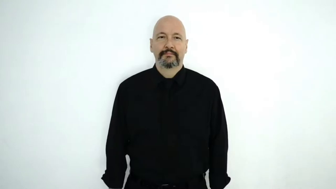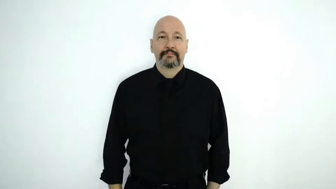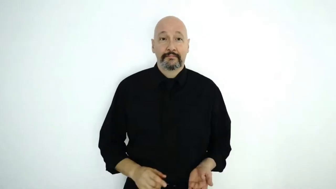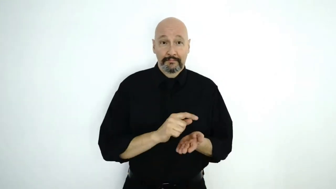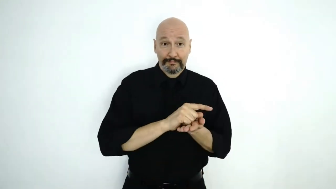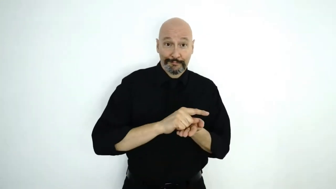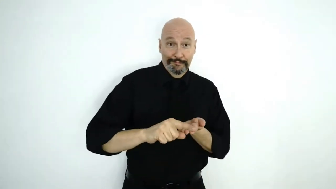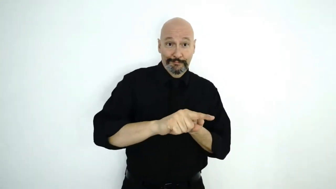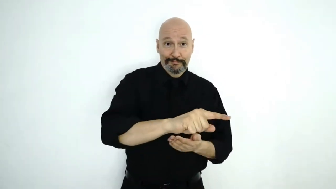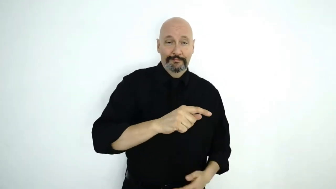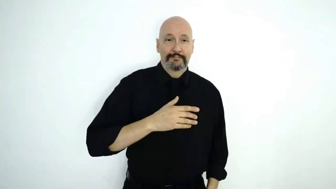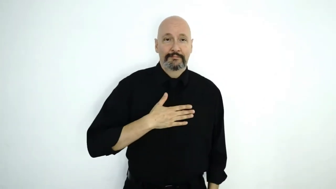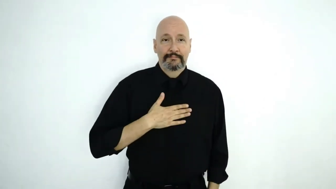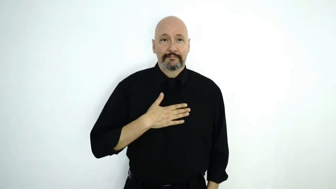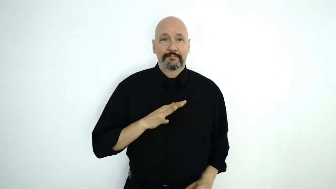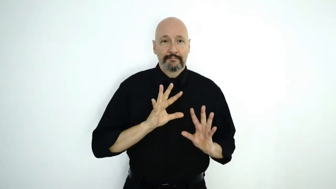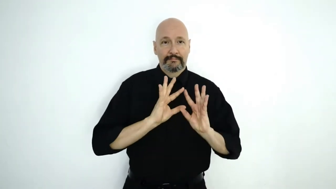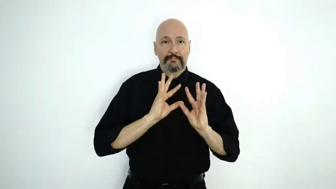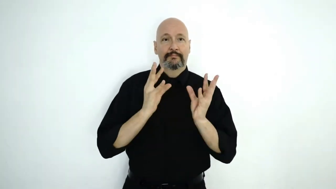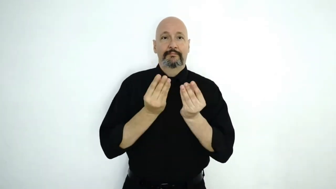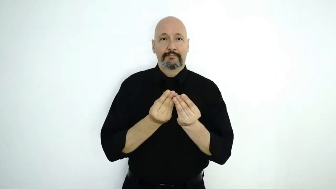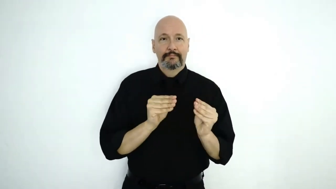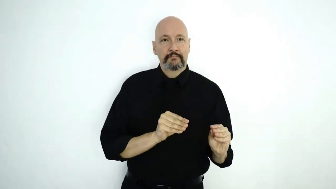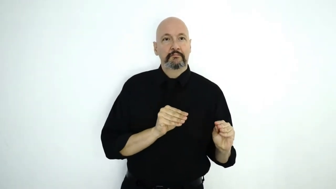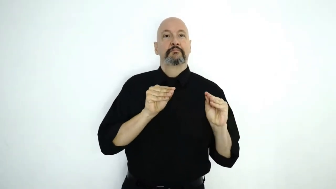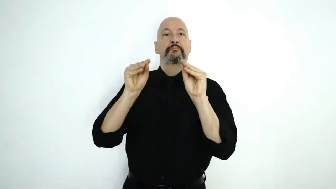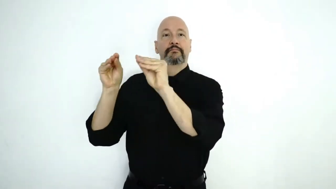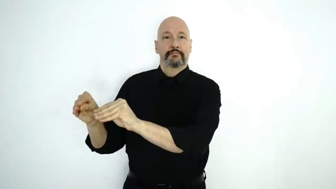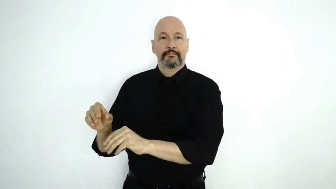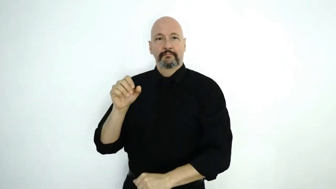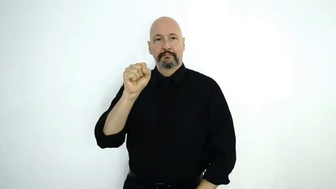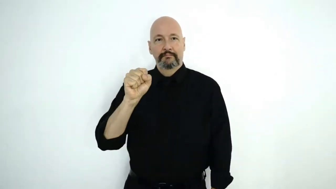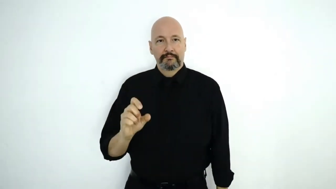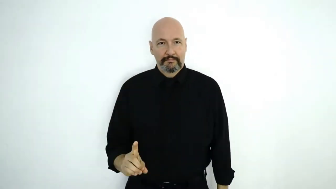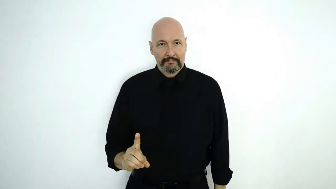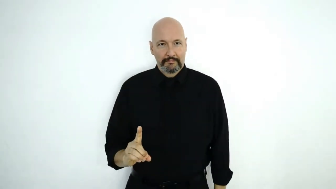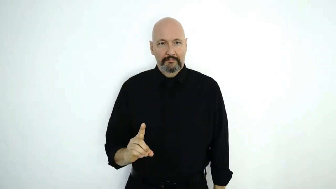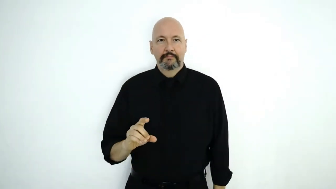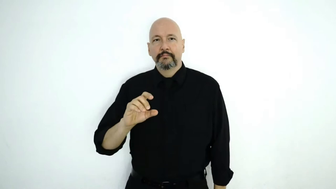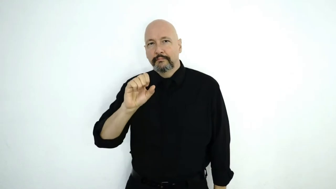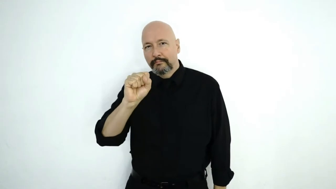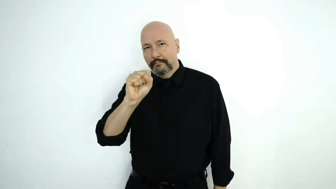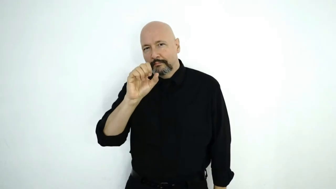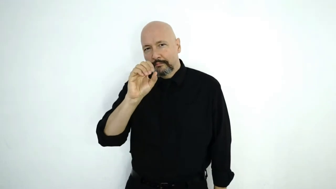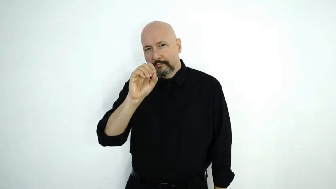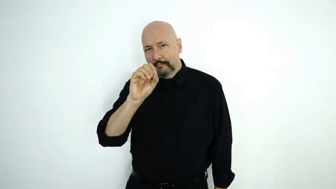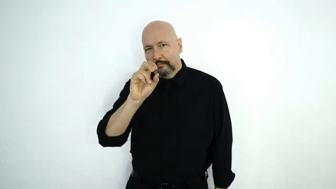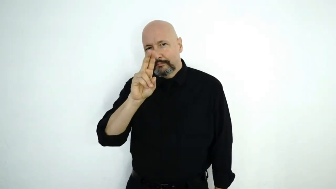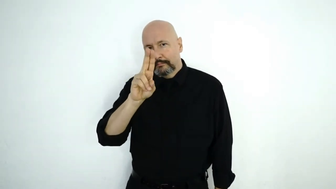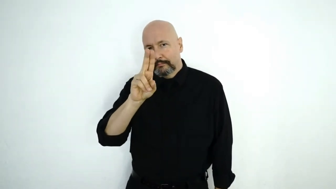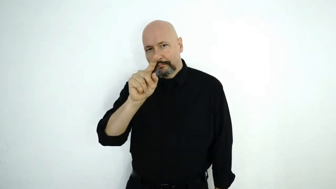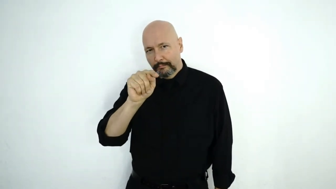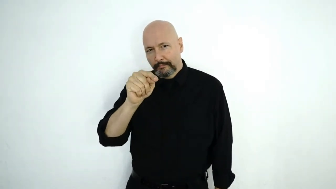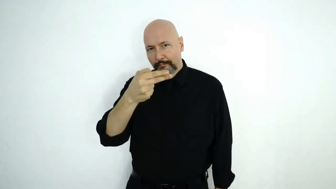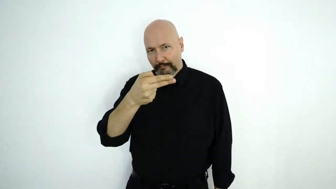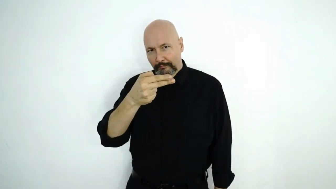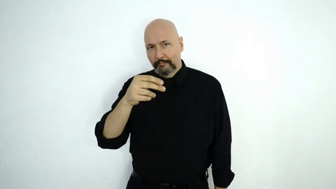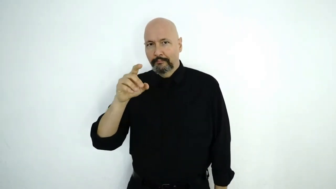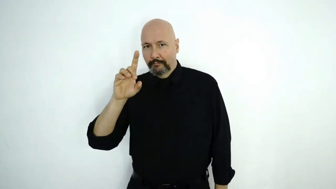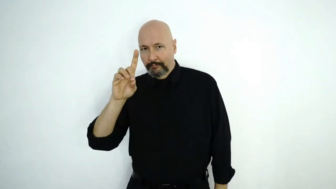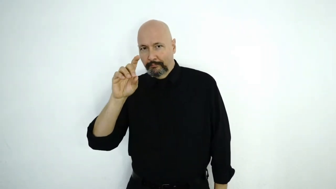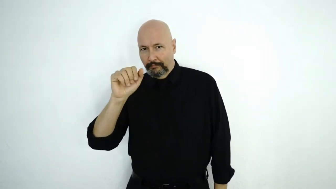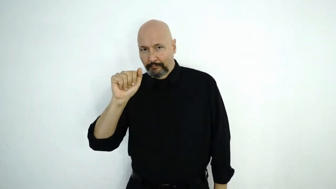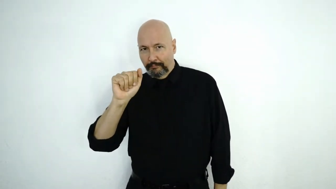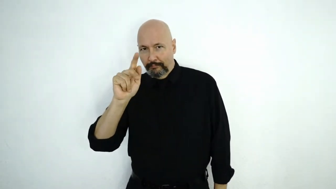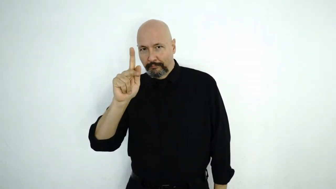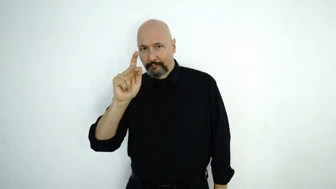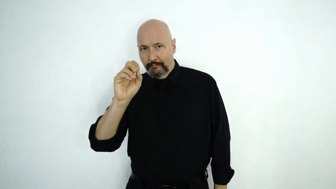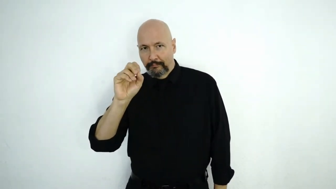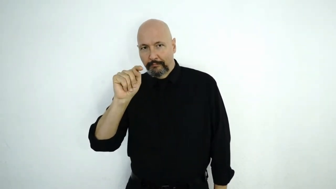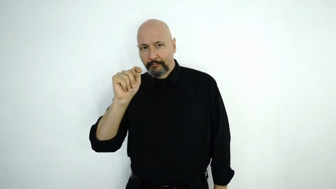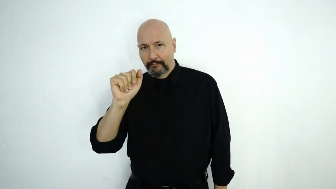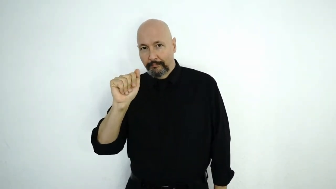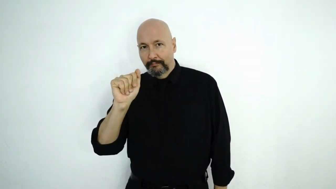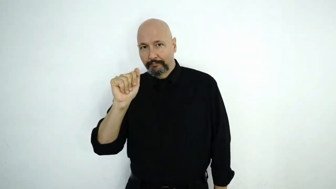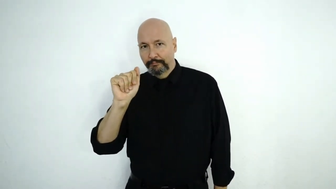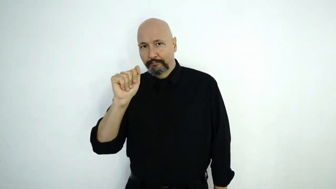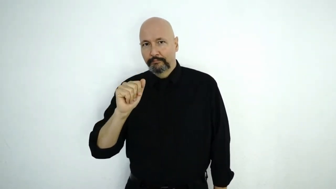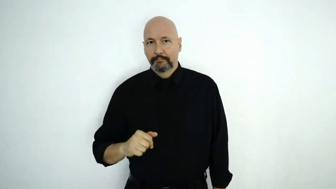next-WEEK MY FAMILY MOVE SOUTH-DAKOTA S-O-U-T-H D-A-K-O-T-A.